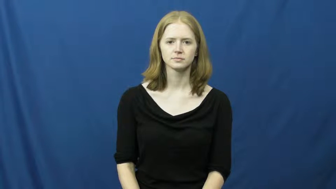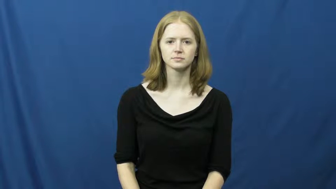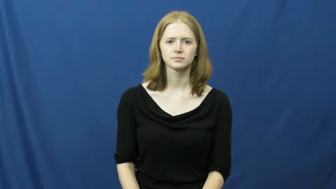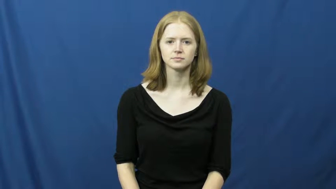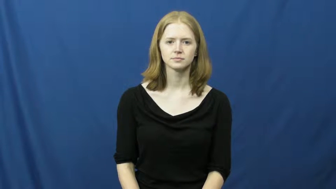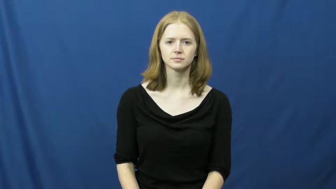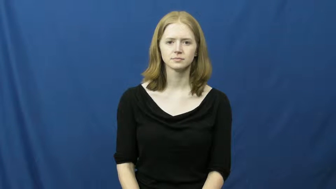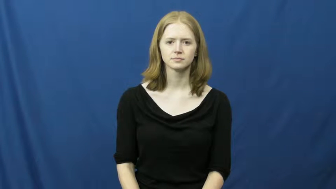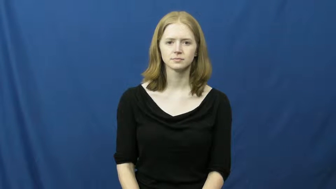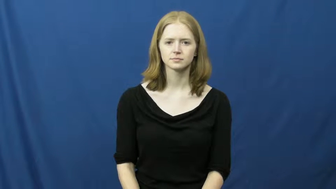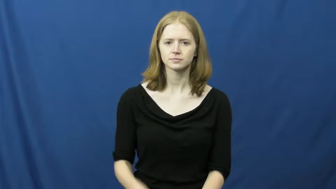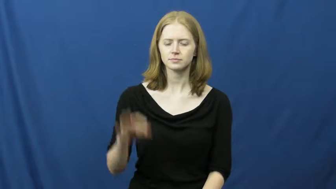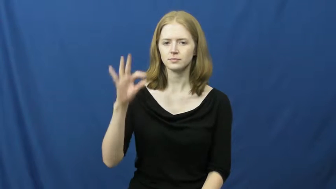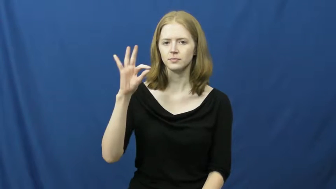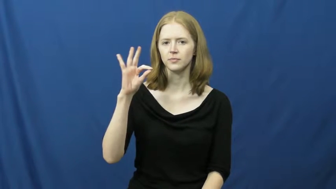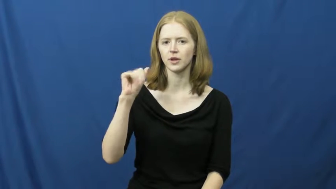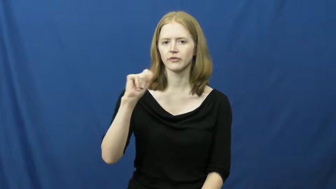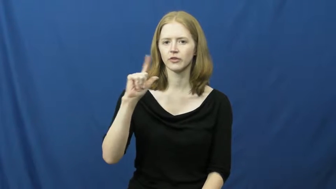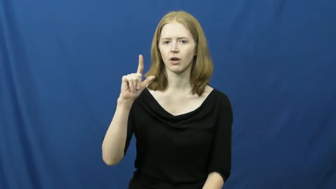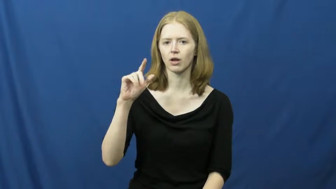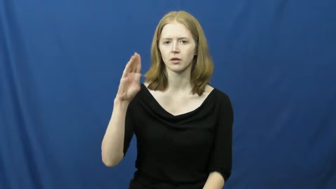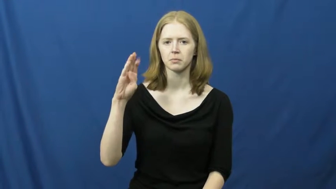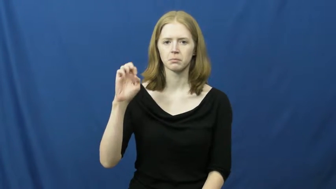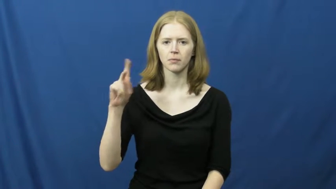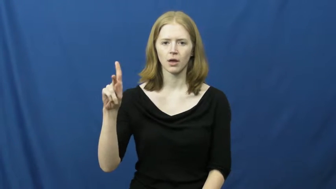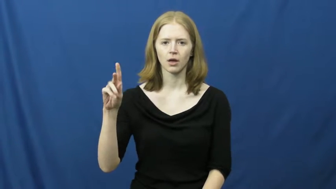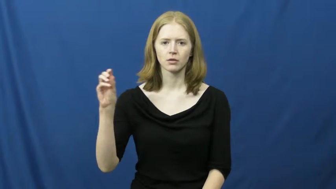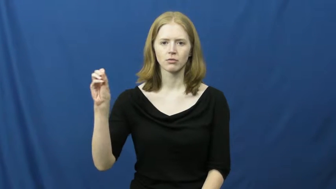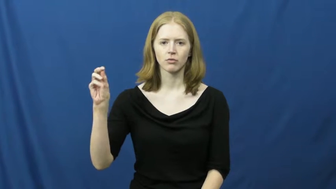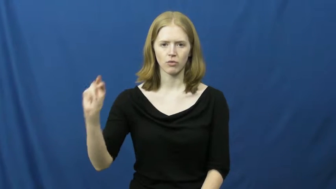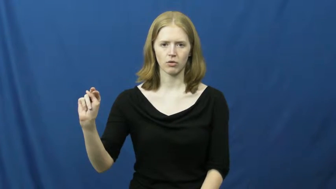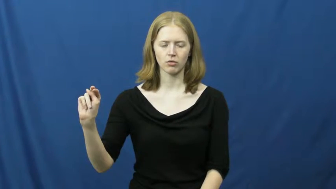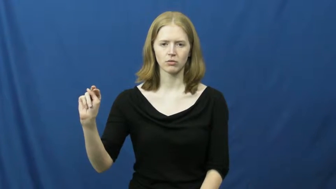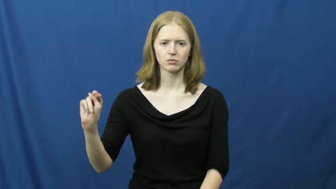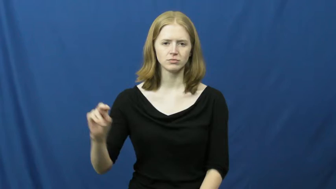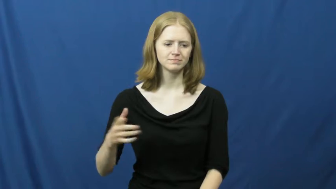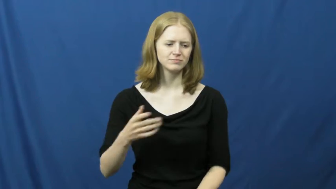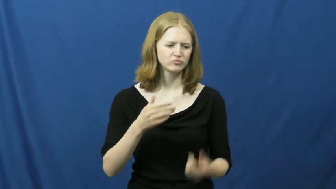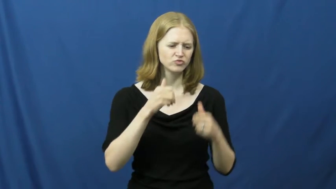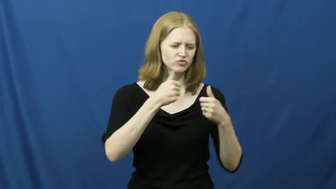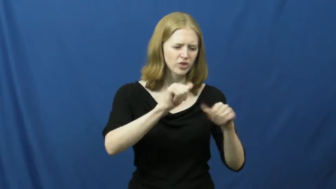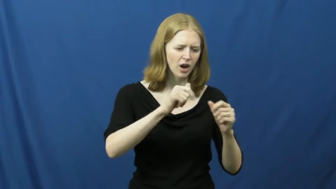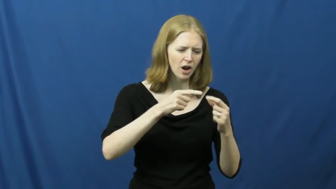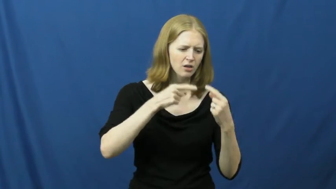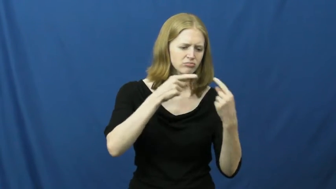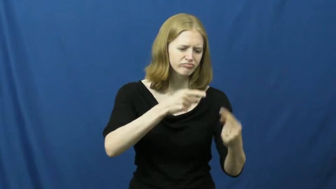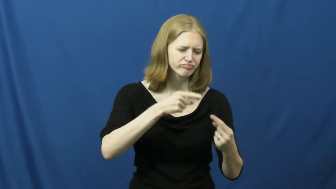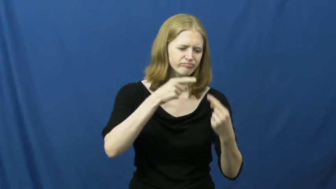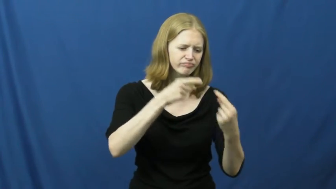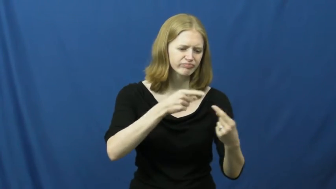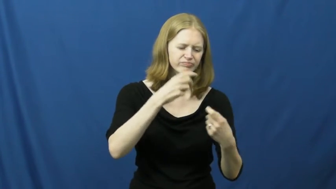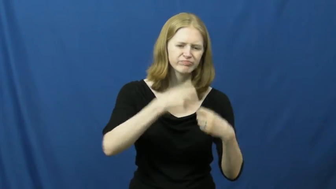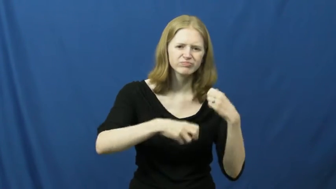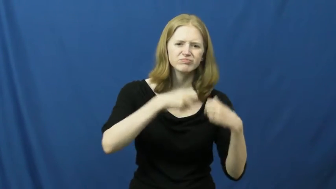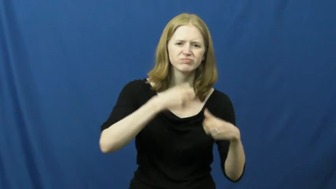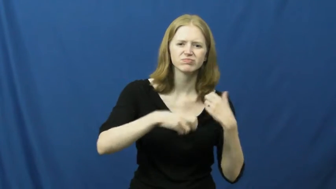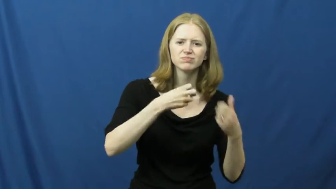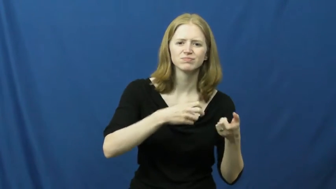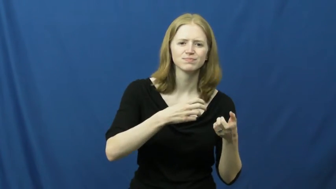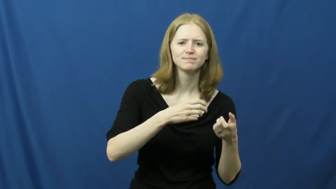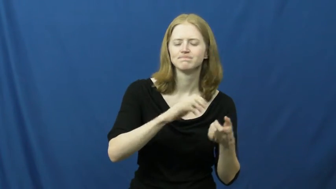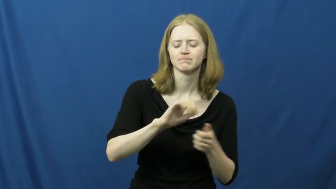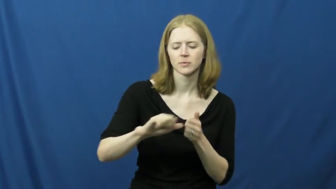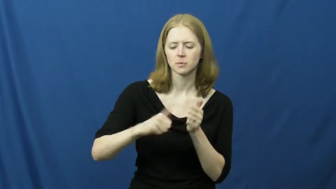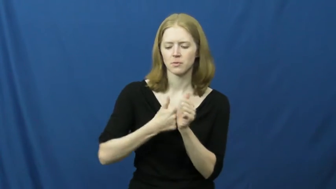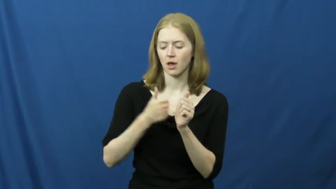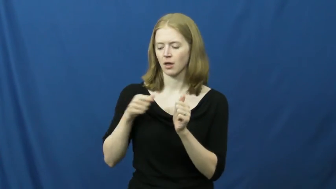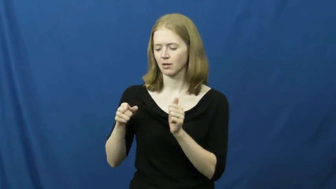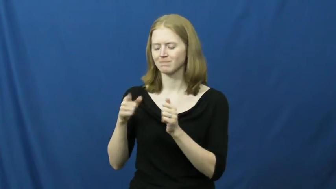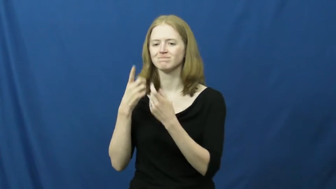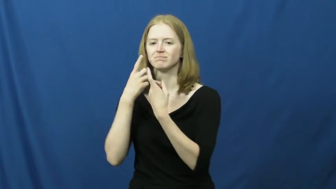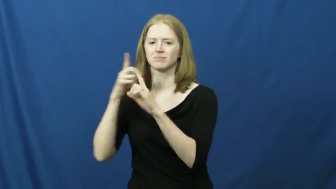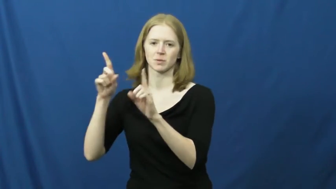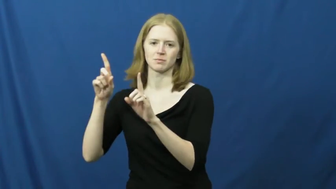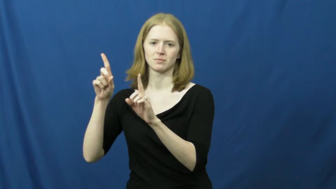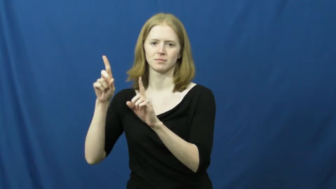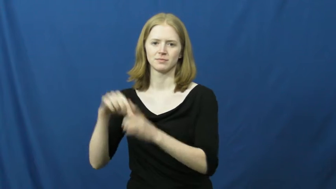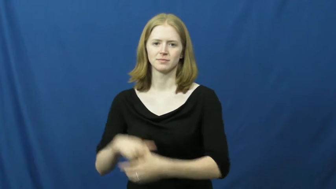fall back on,backup